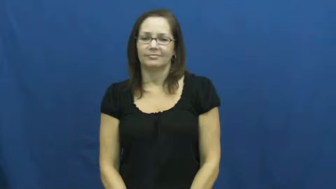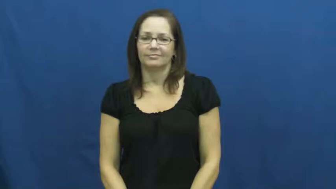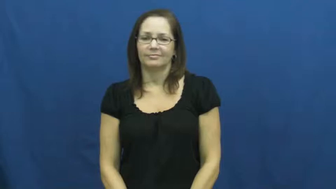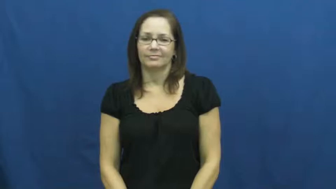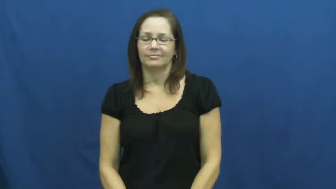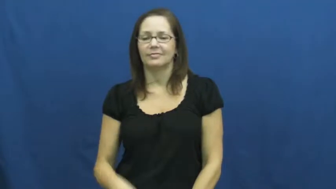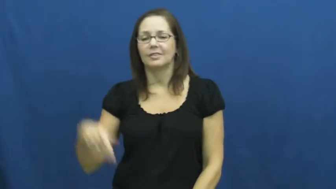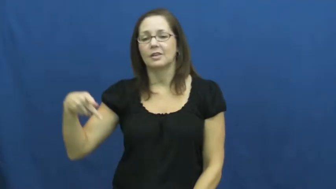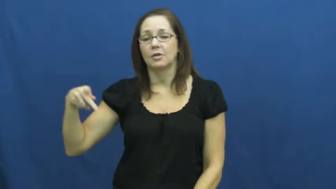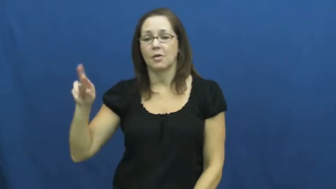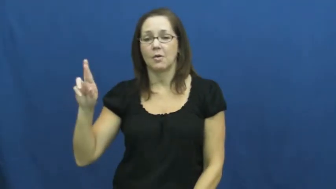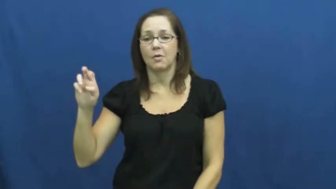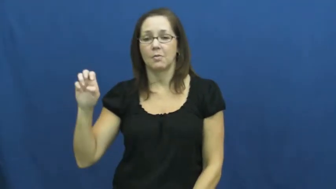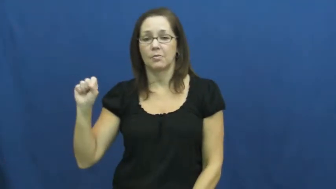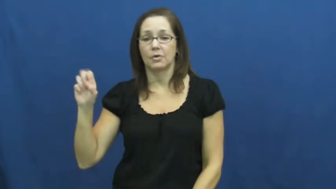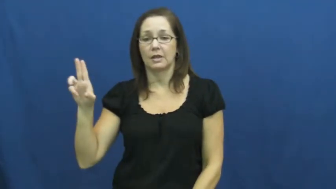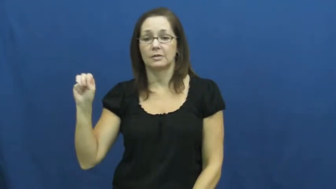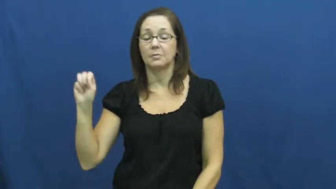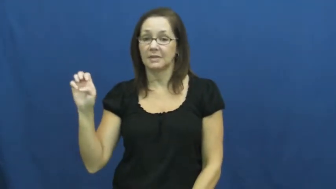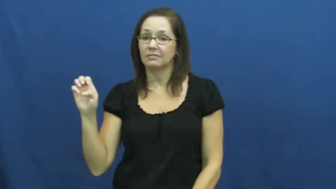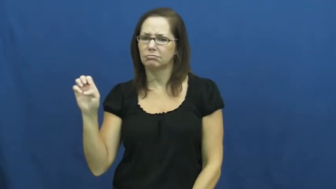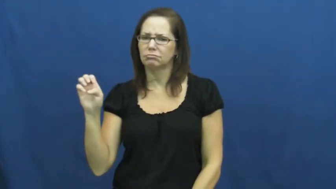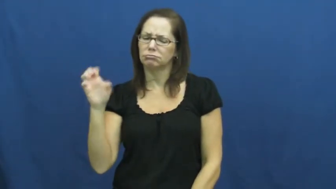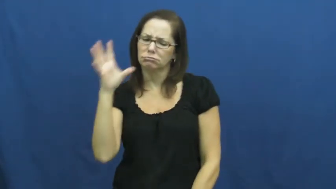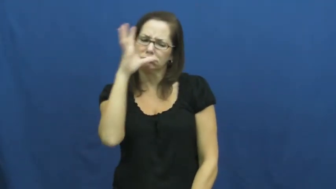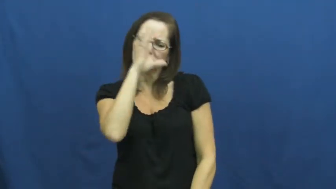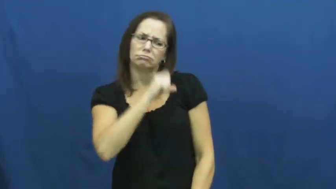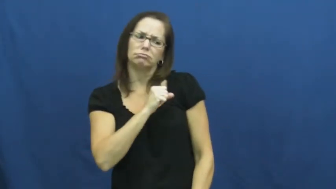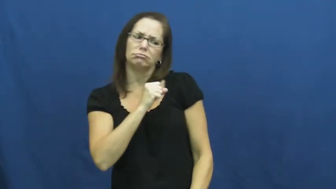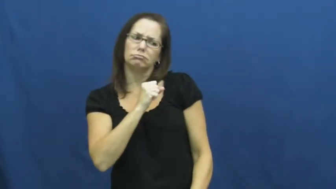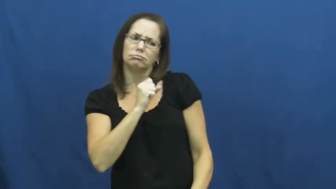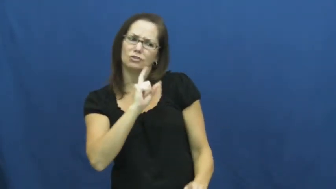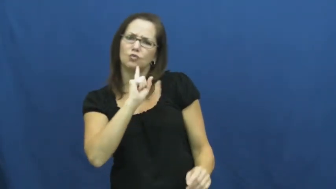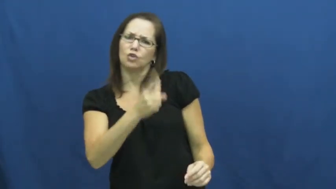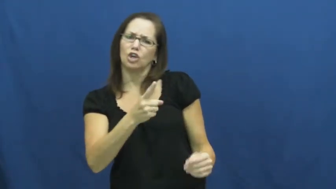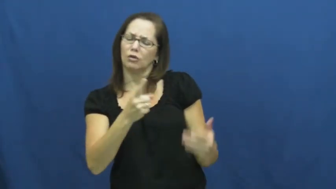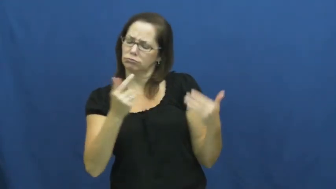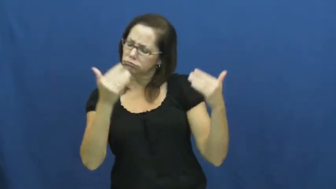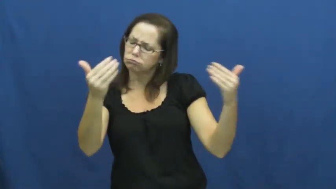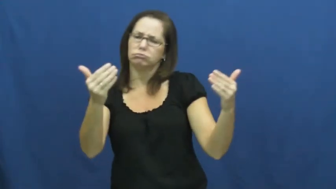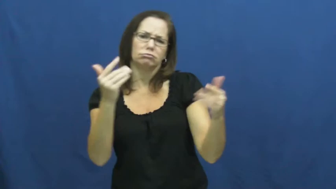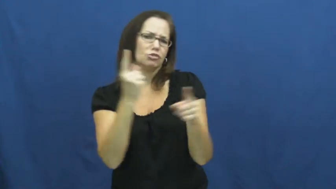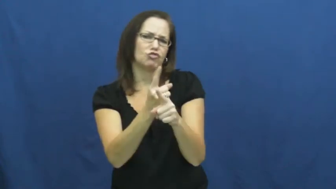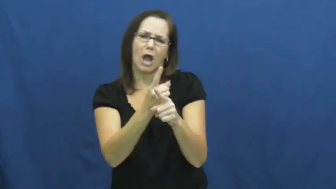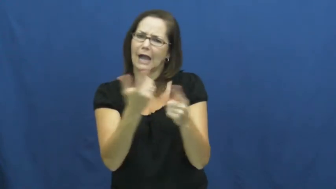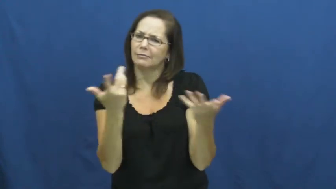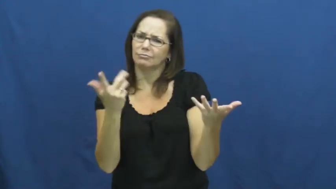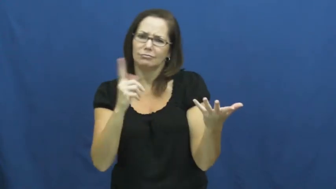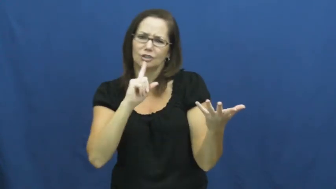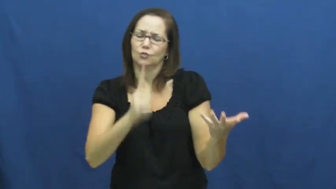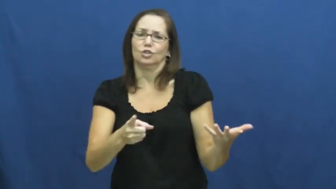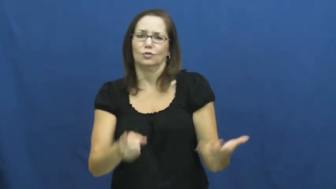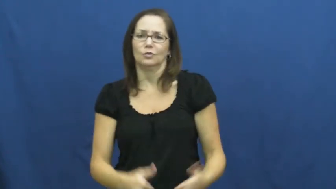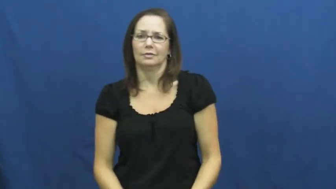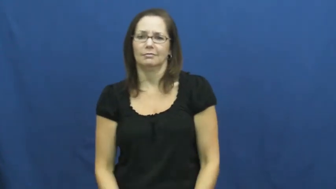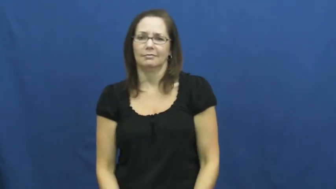presume